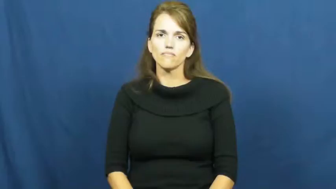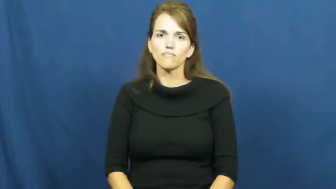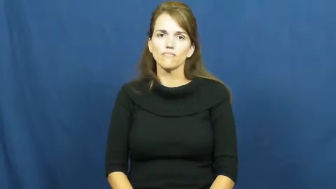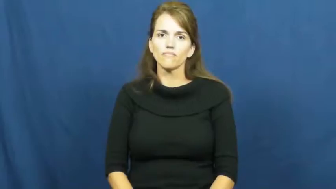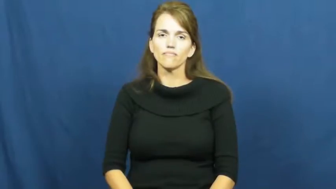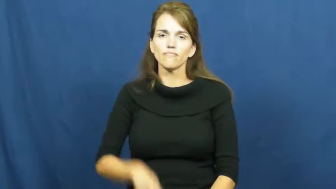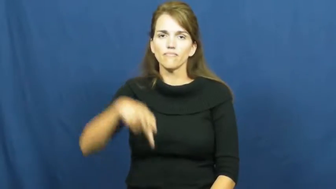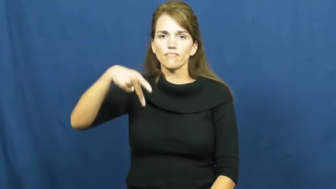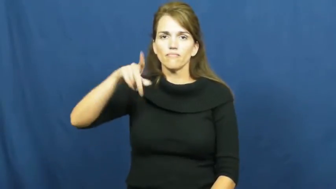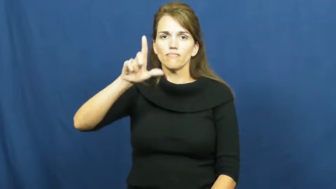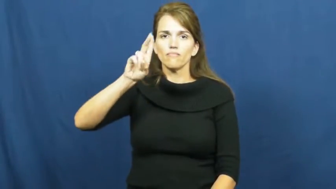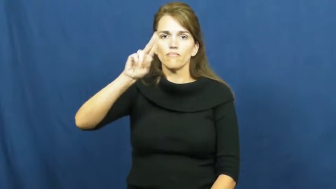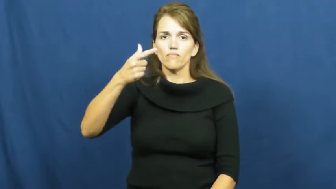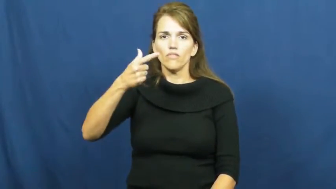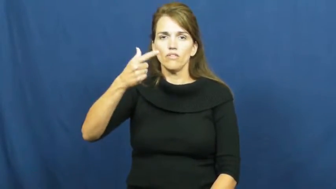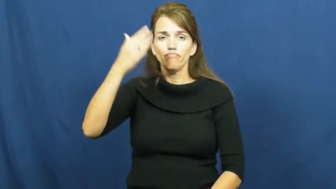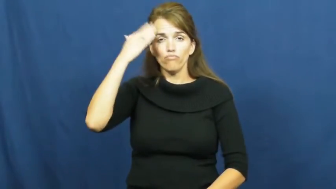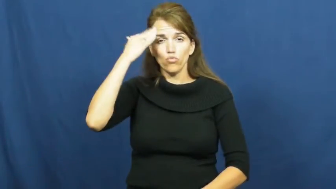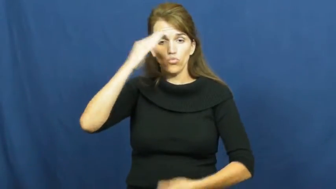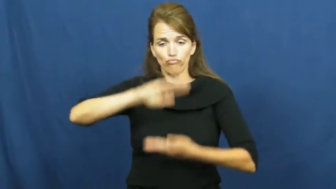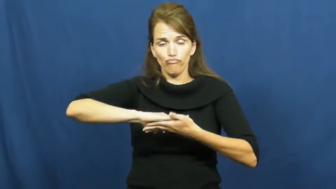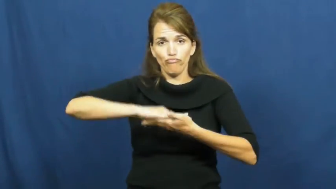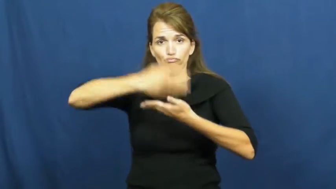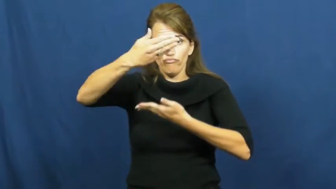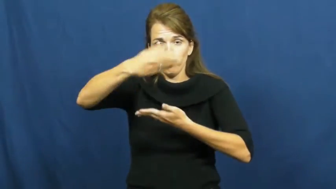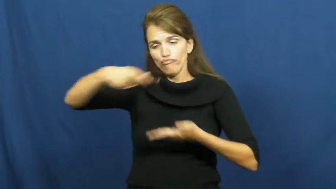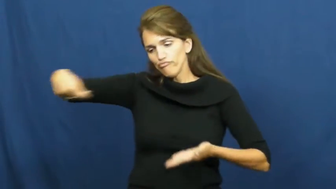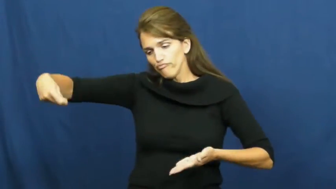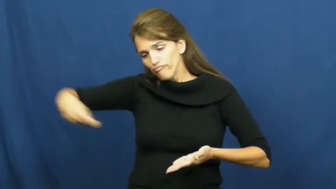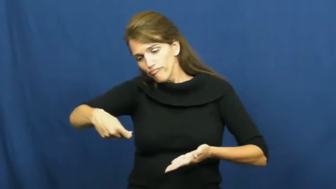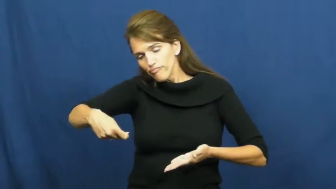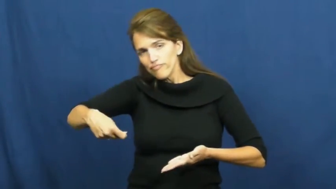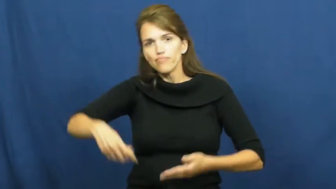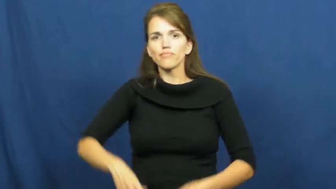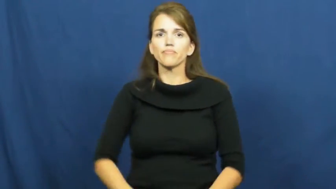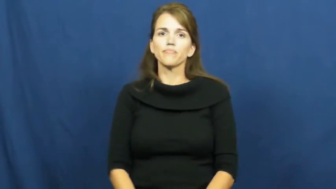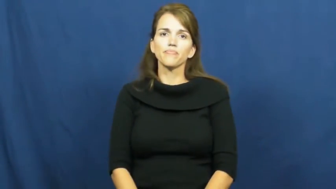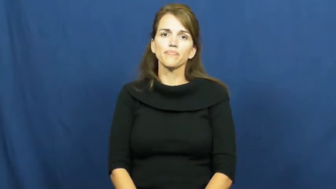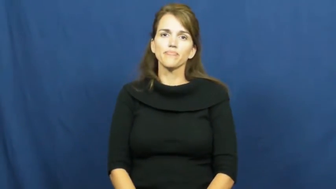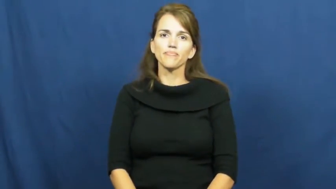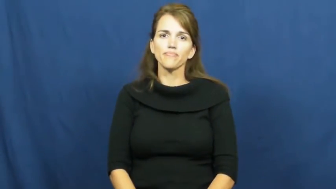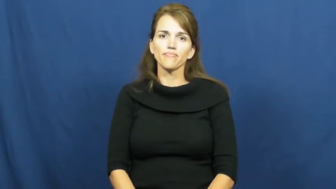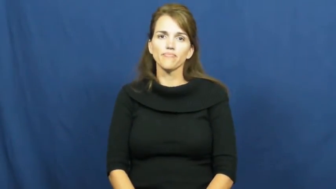plug,plug in,plug into,plug up-new verb